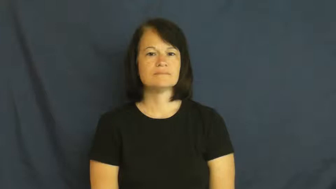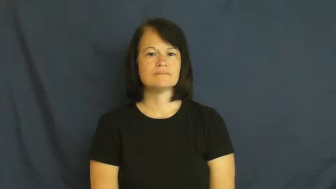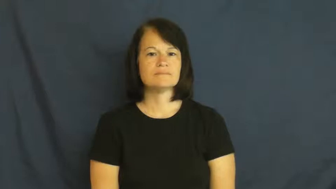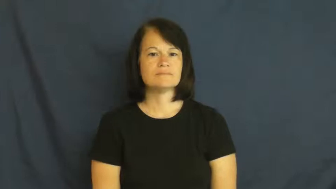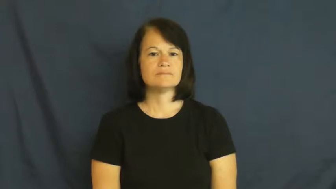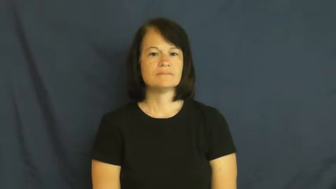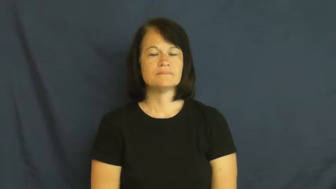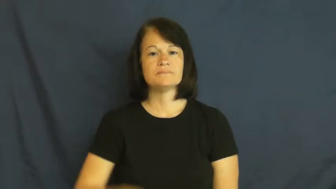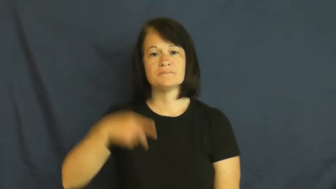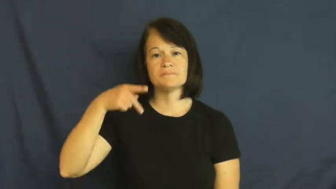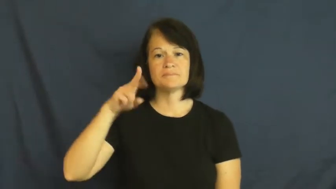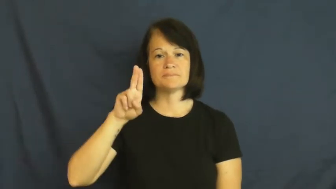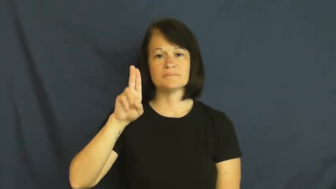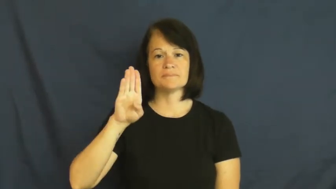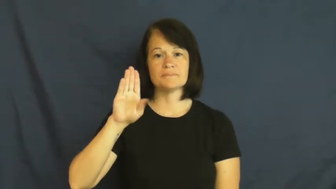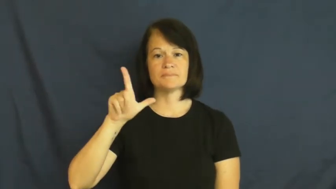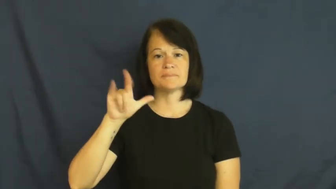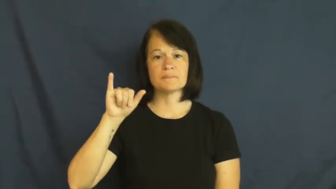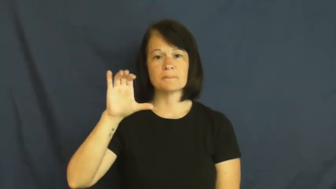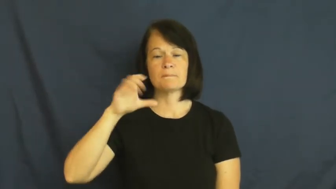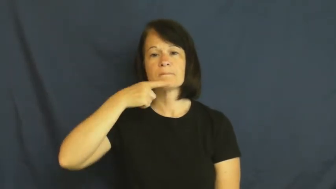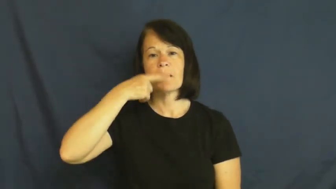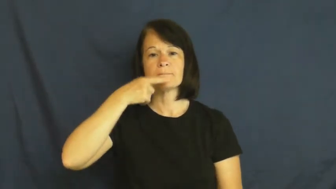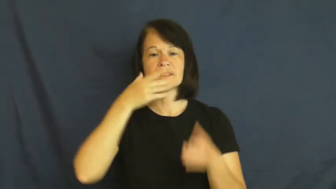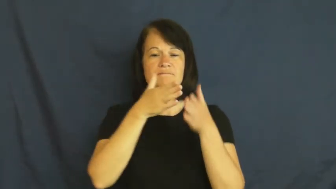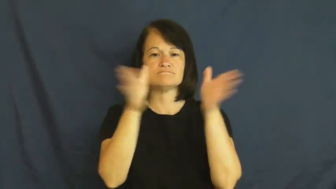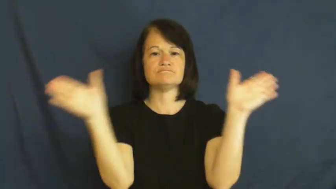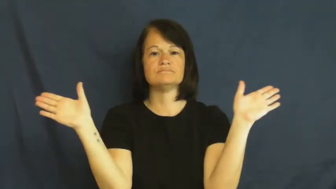public